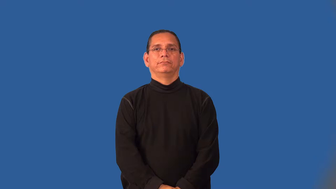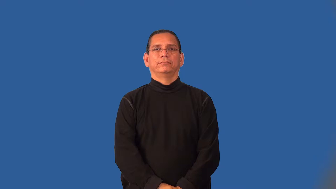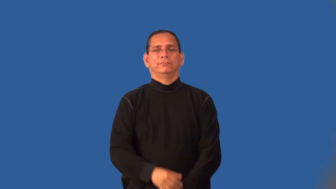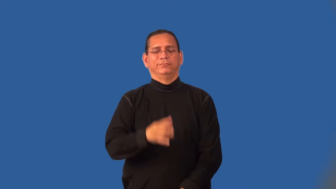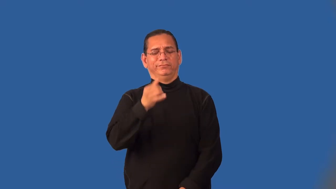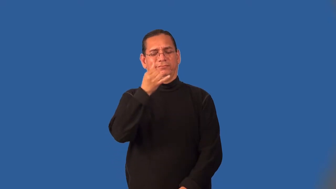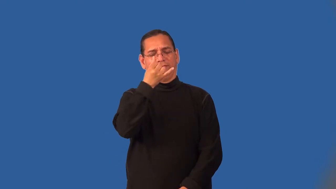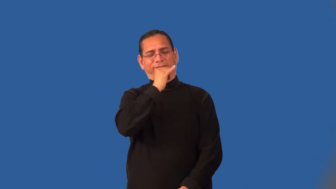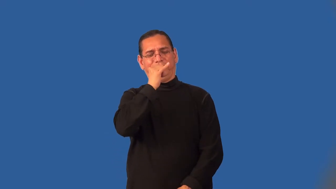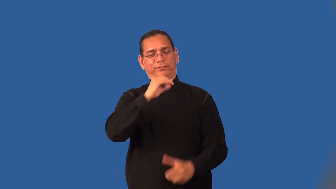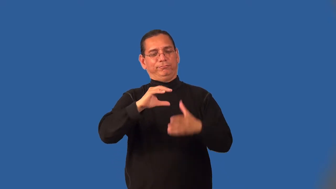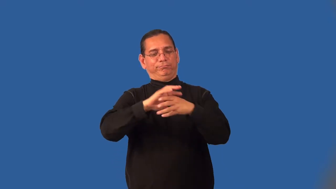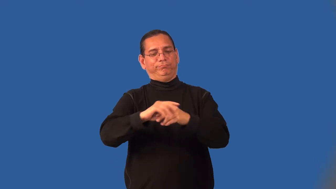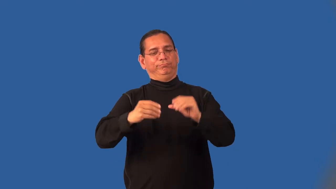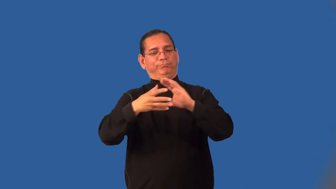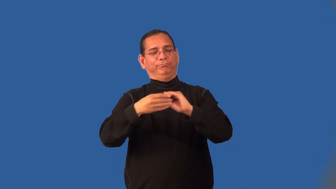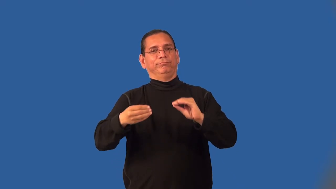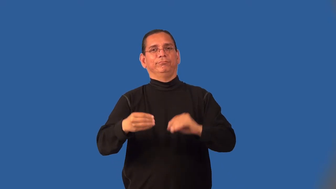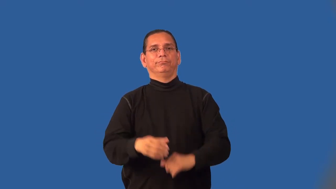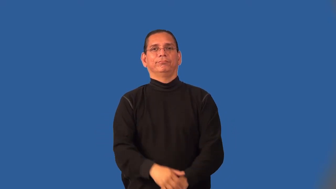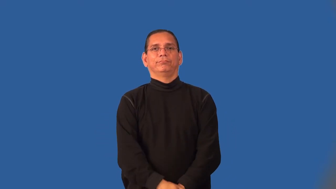hokey